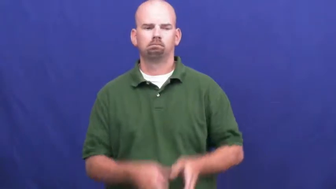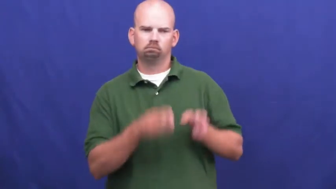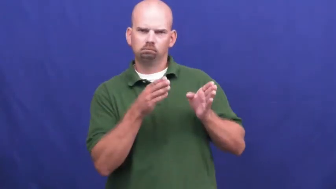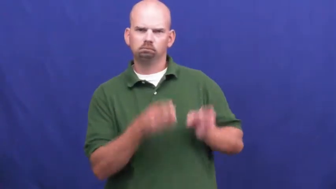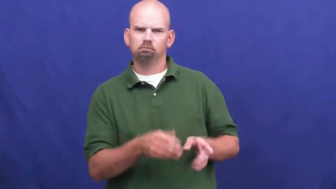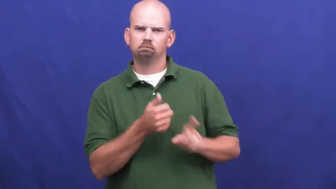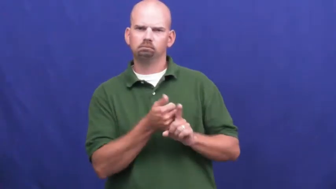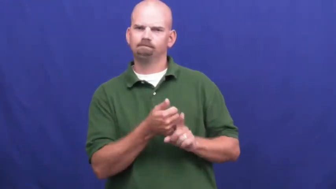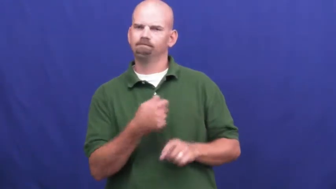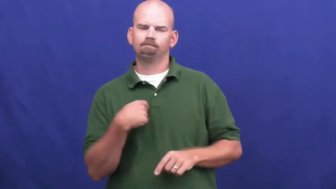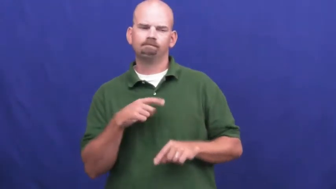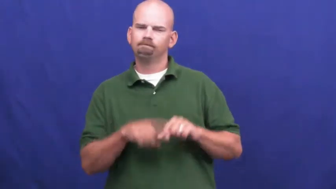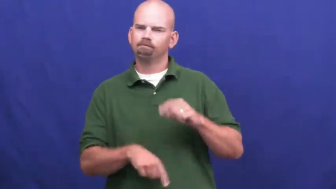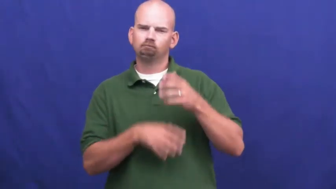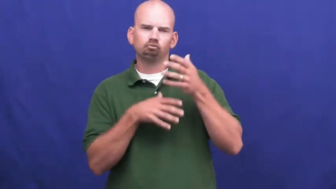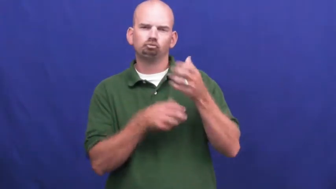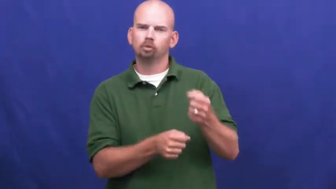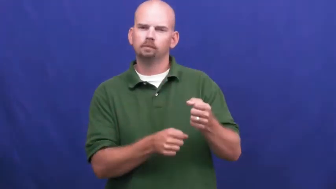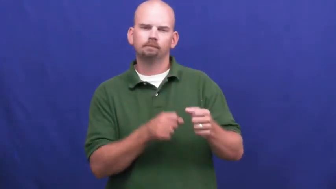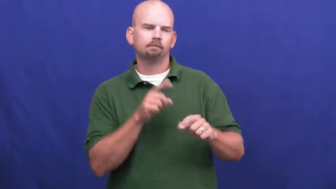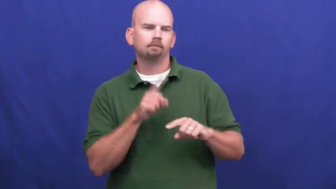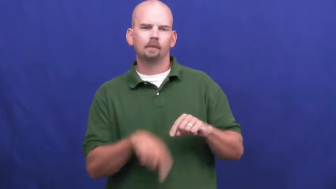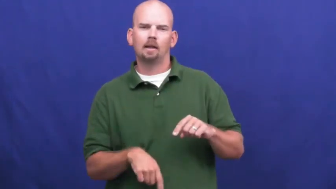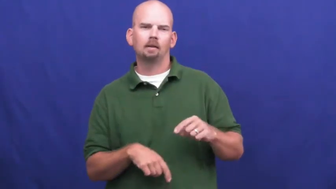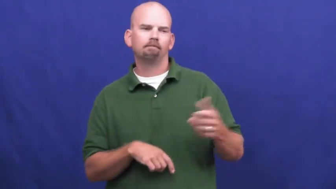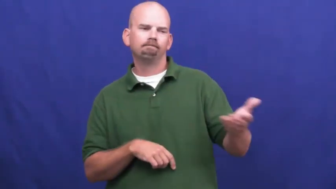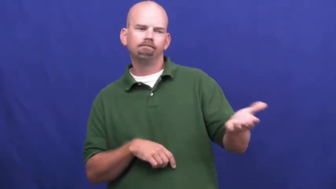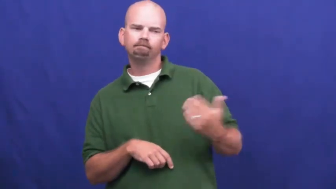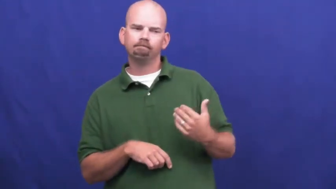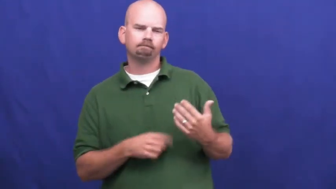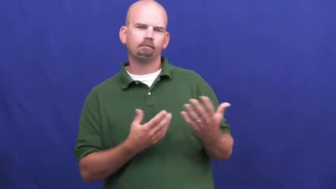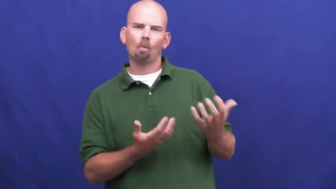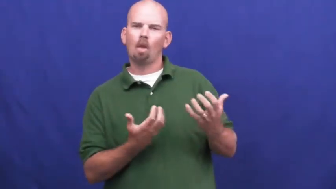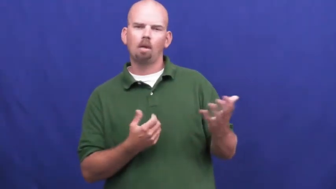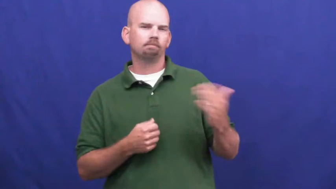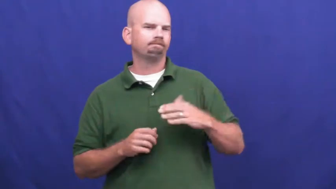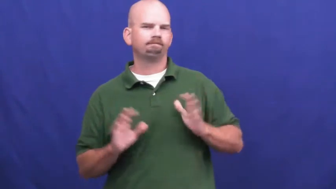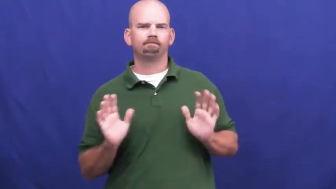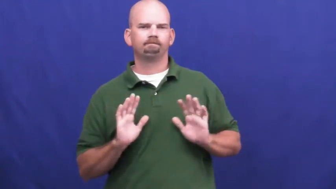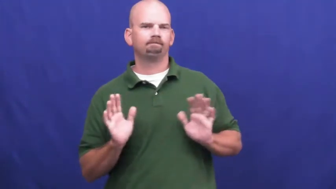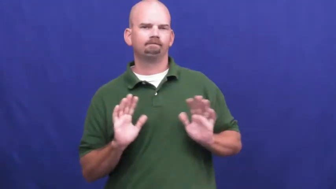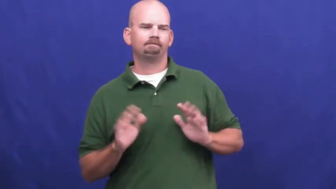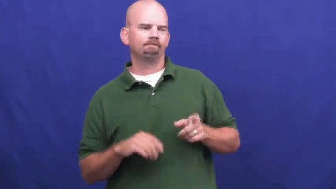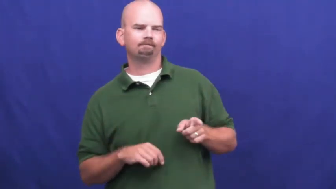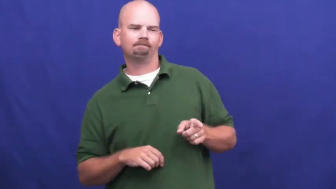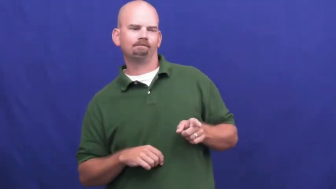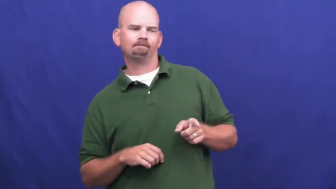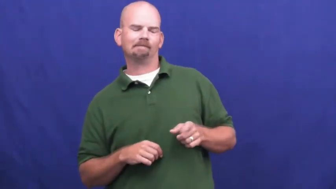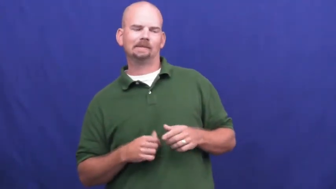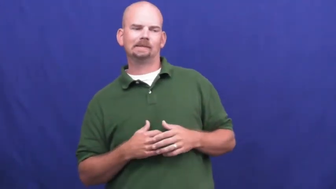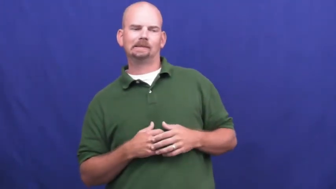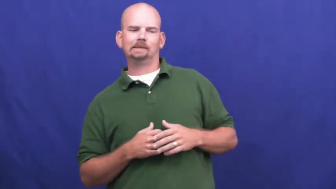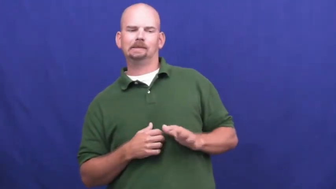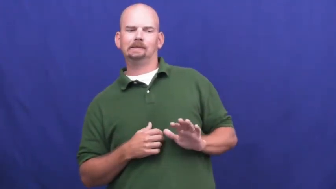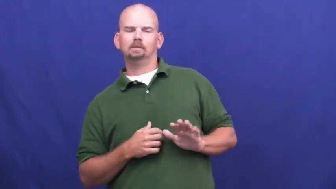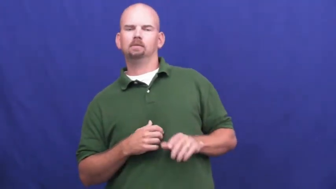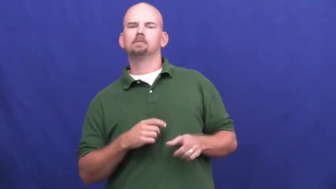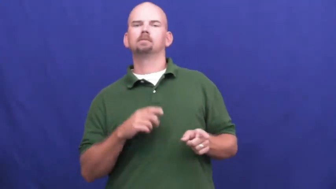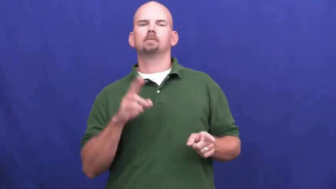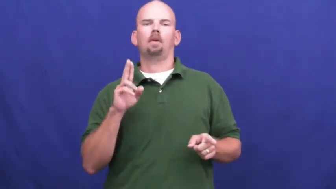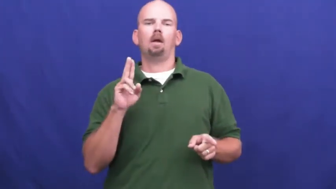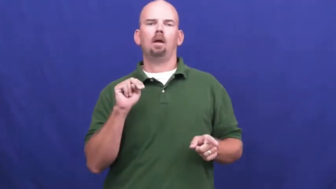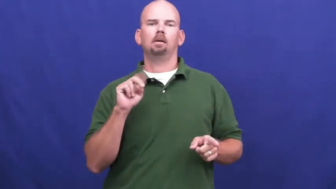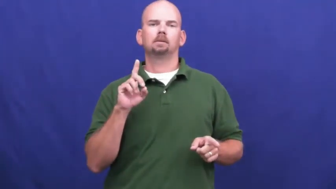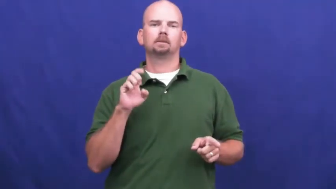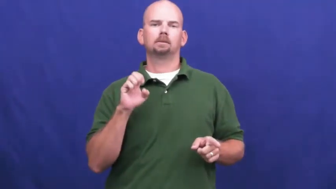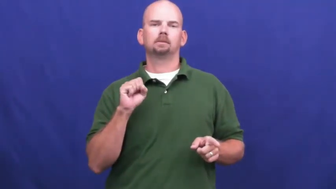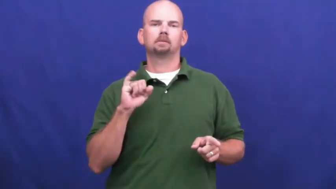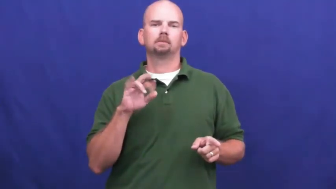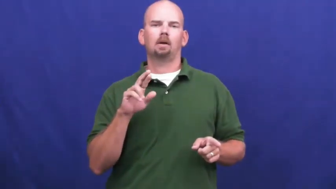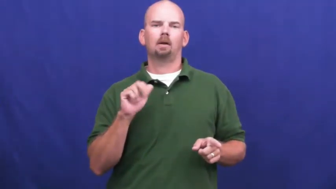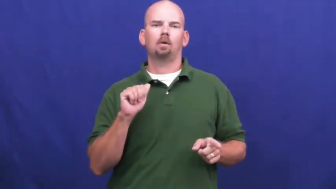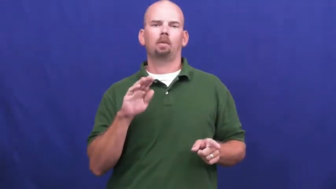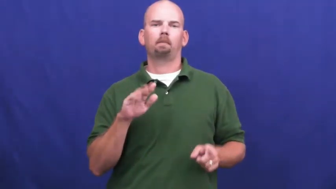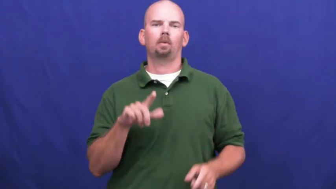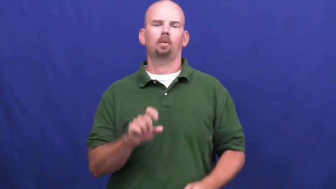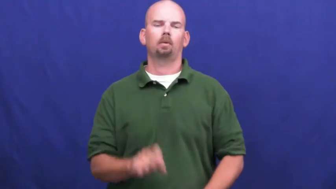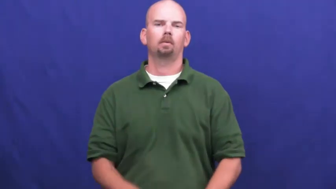undesirable-person